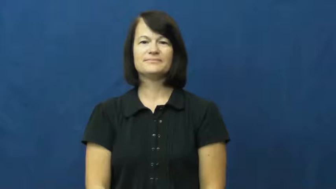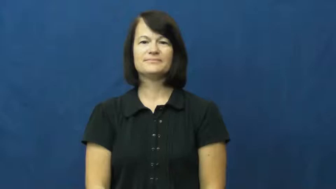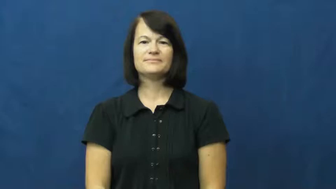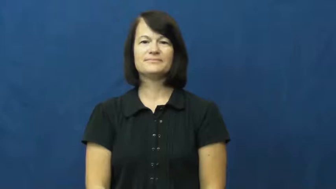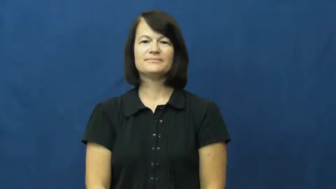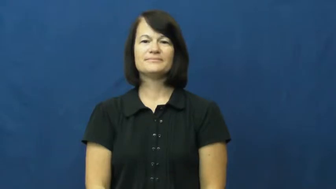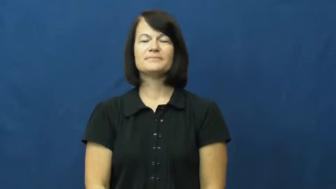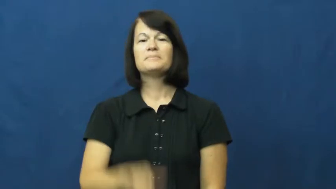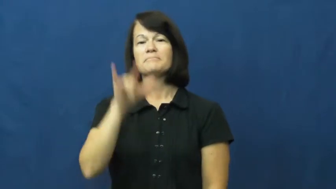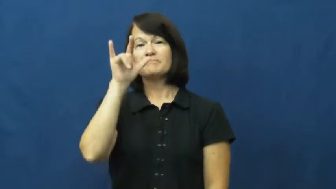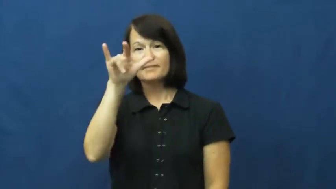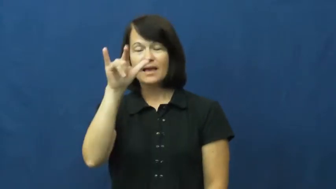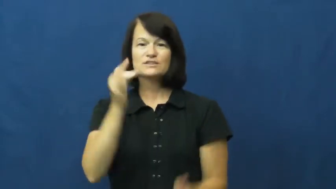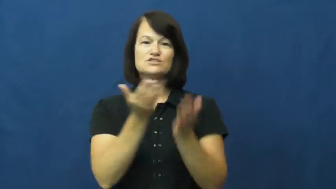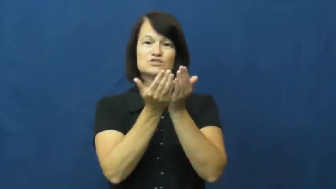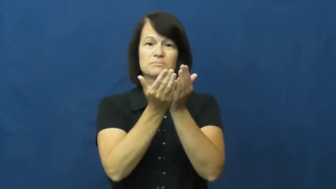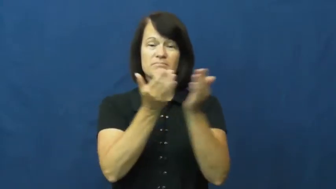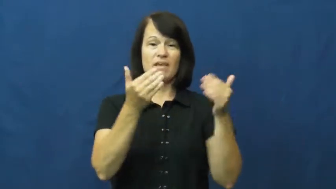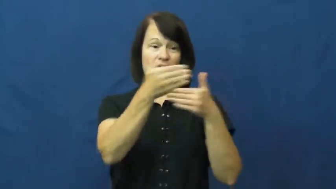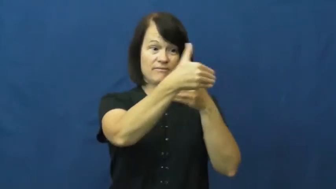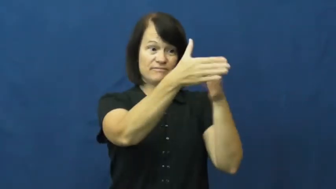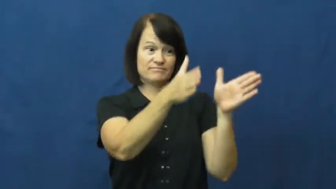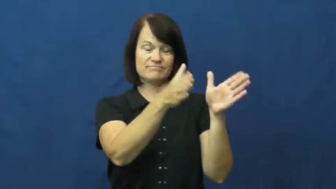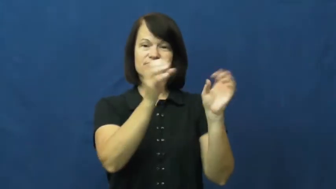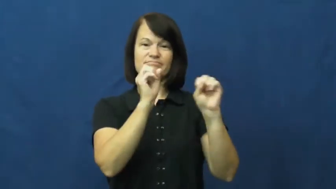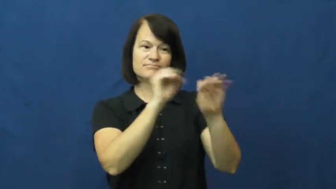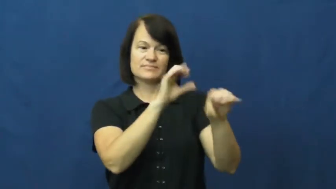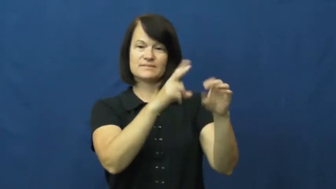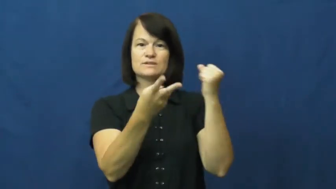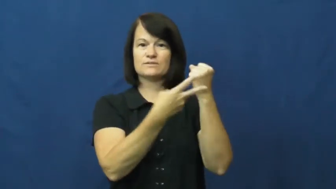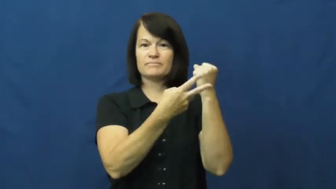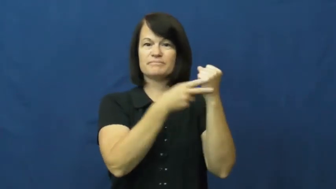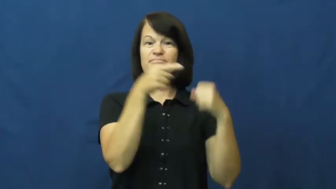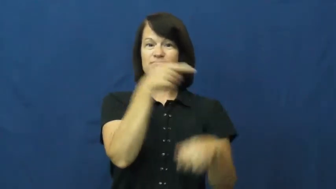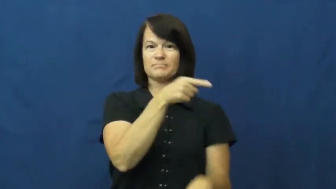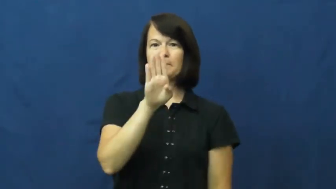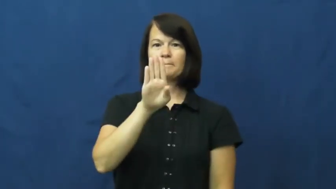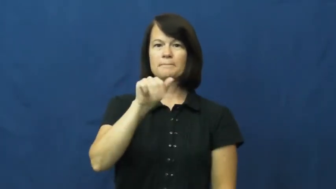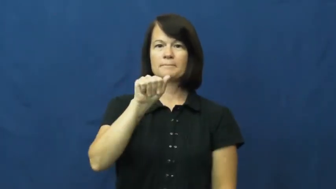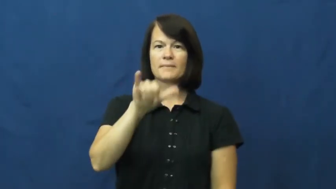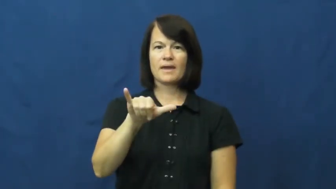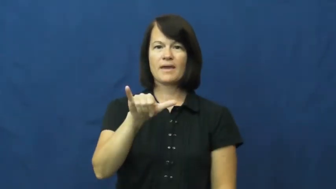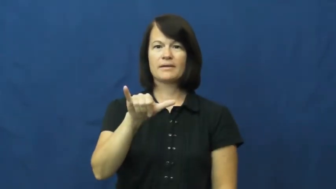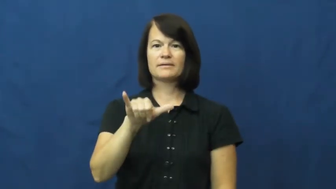bay,stowage-cargo